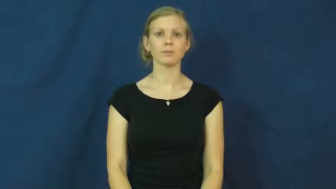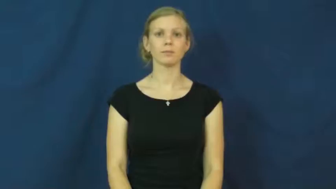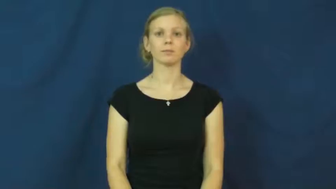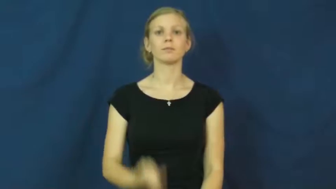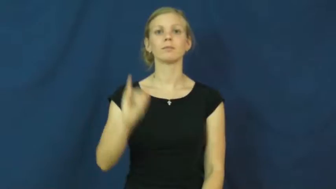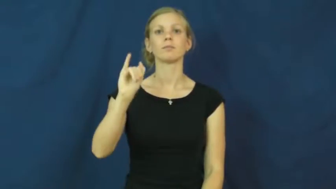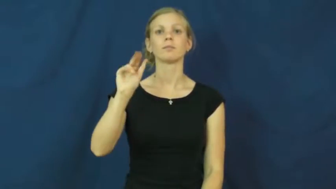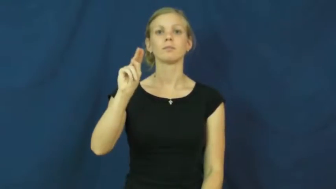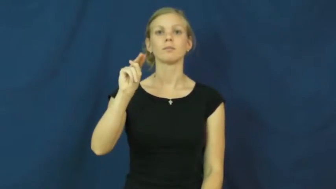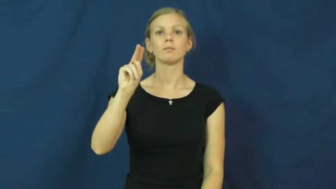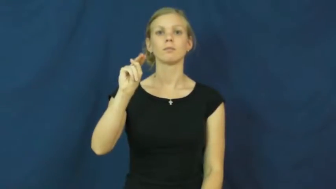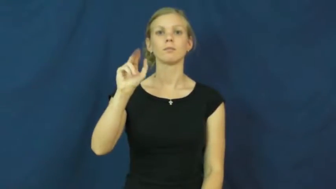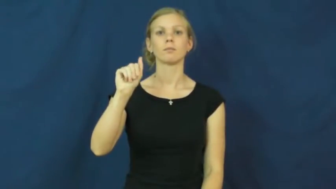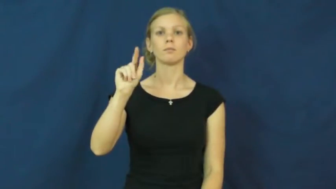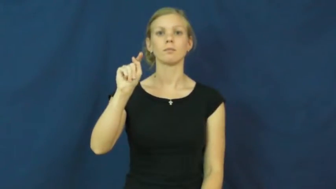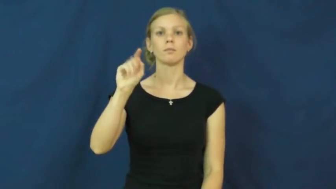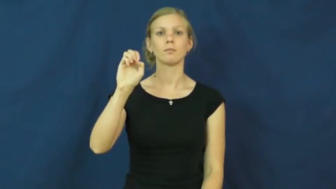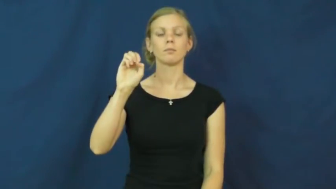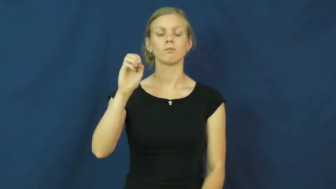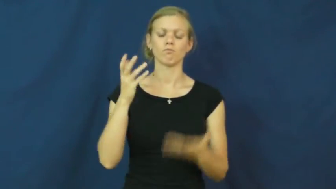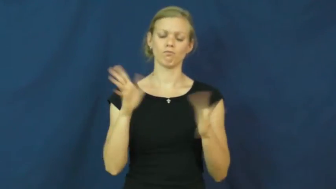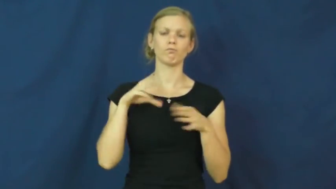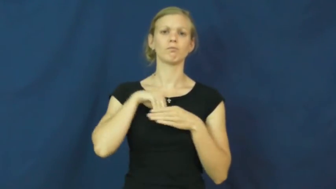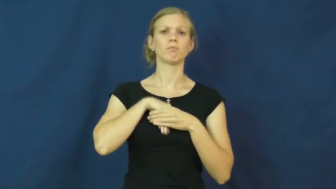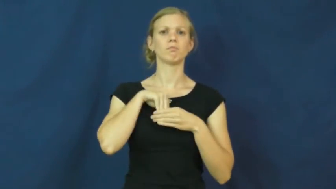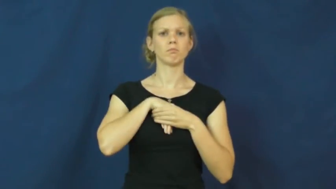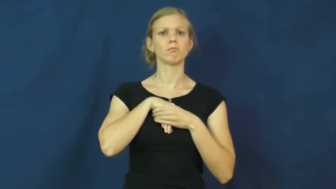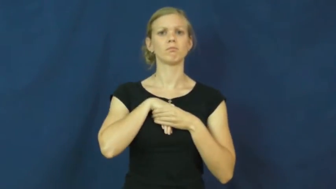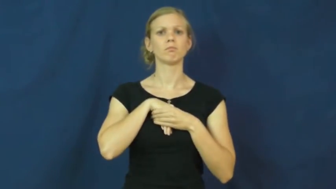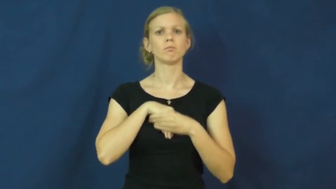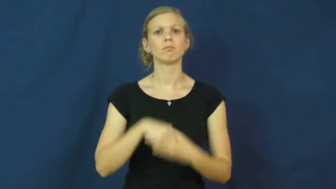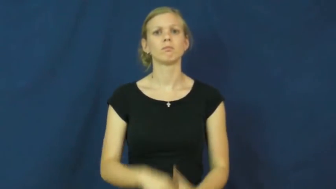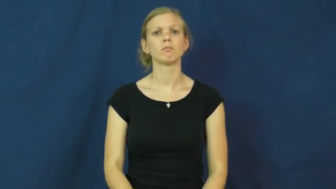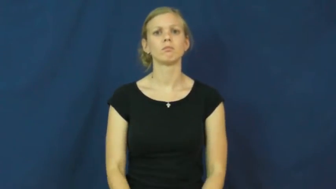innate